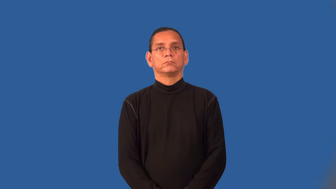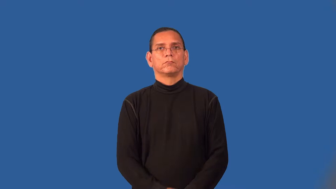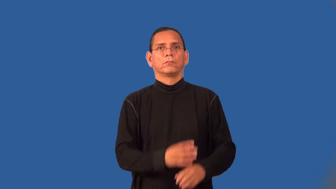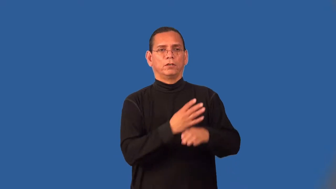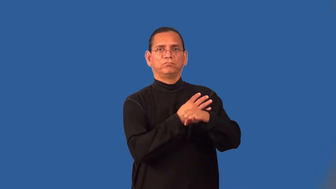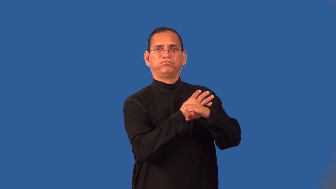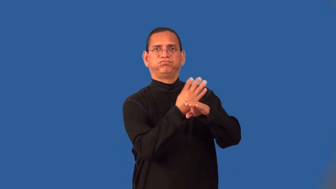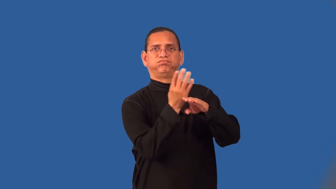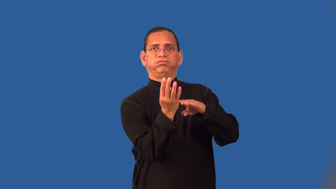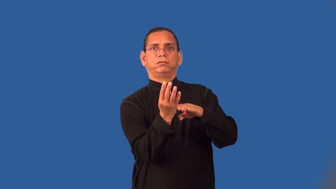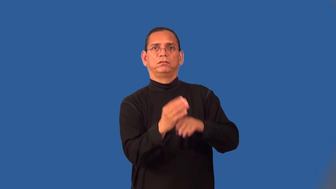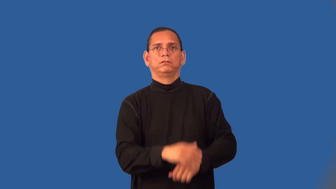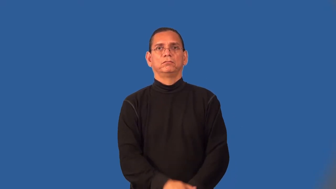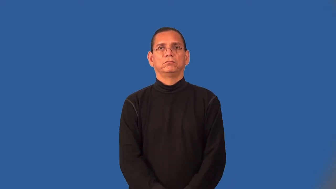spiky,spiny